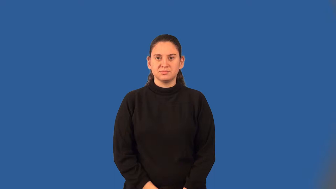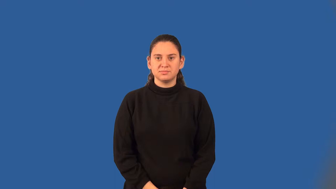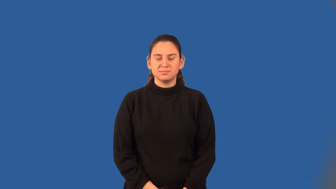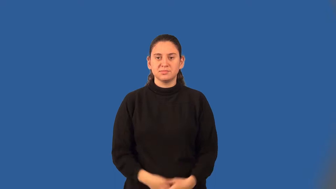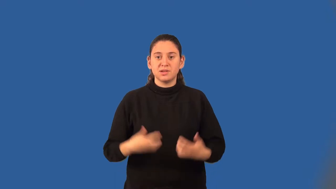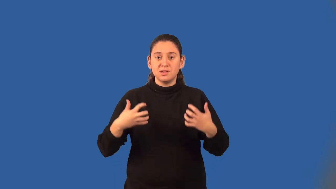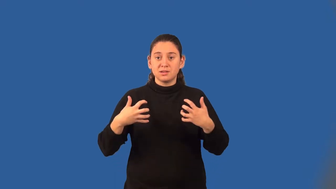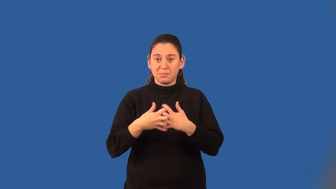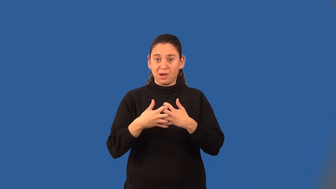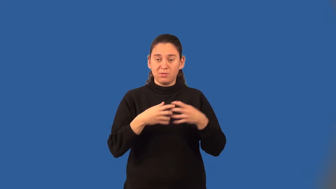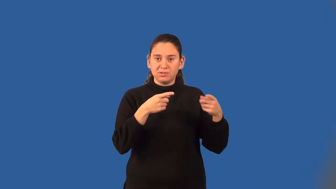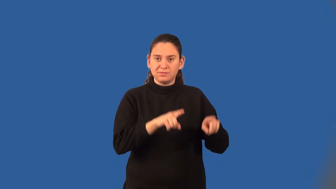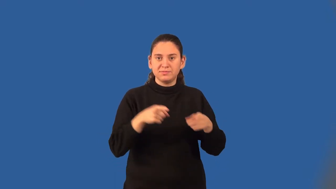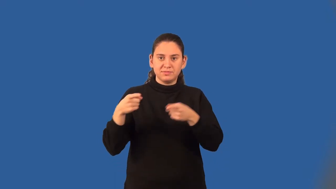compound event